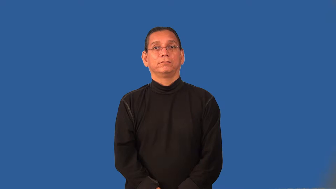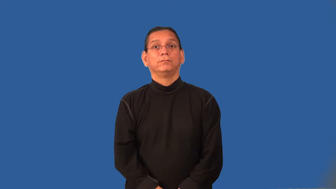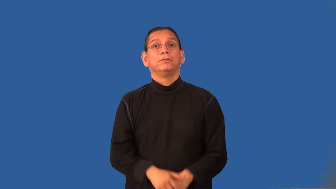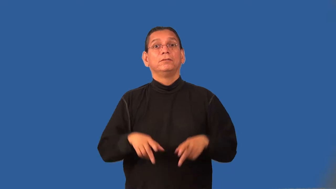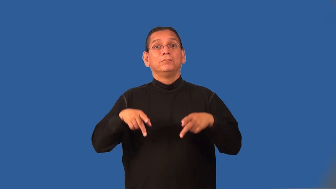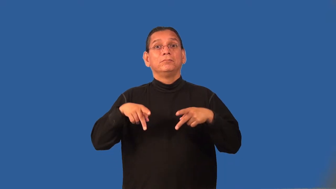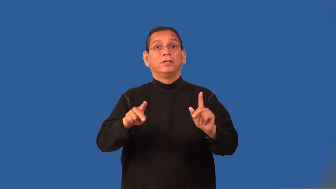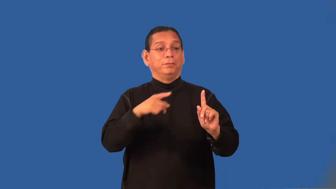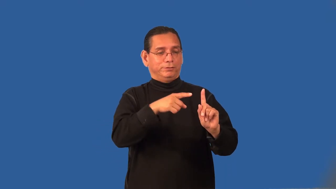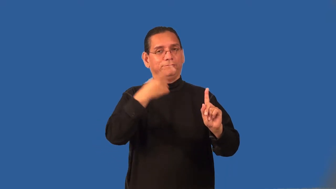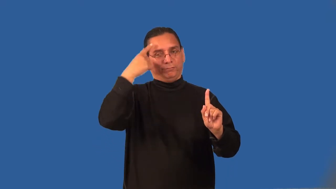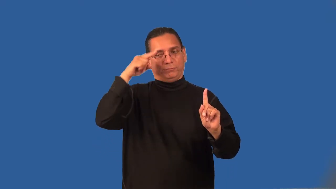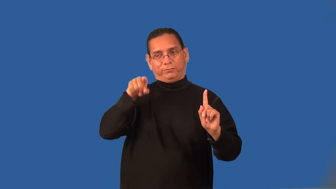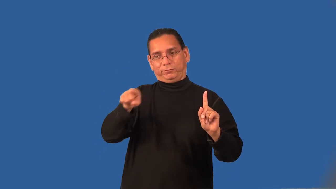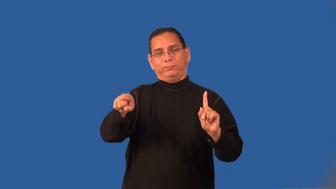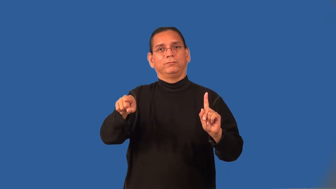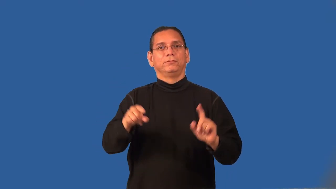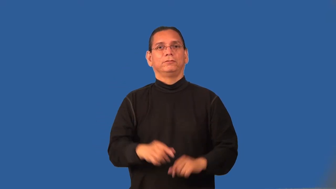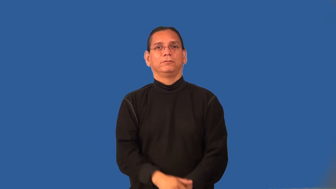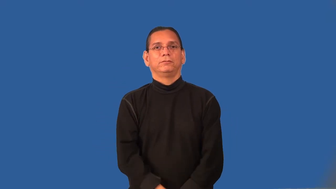proxy